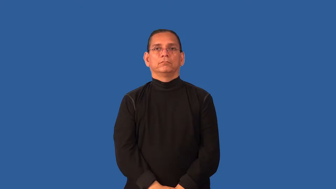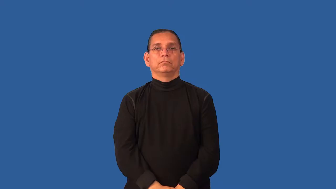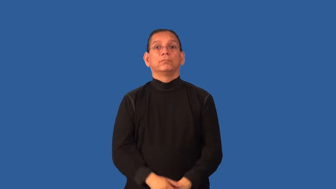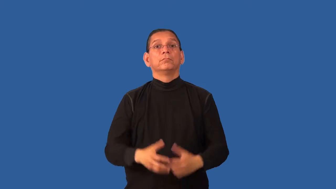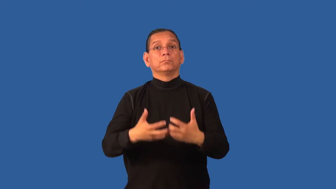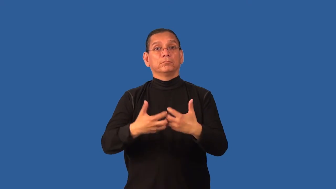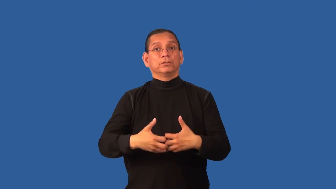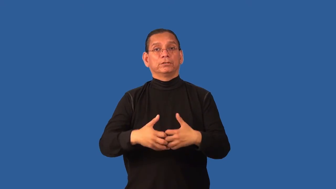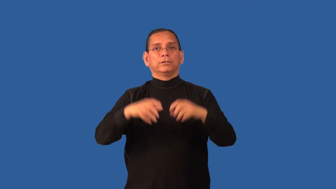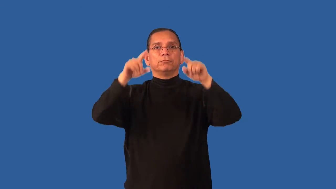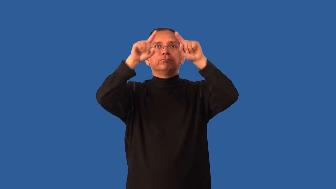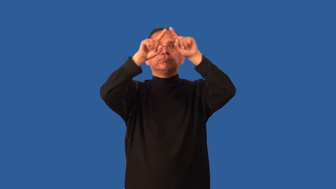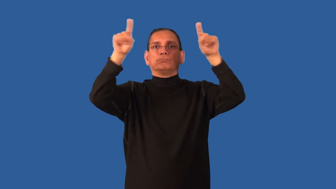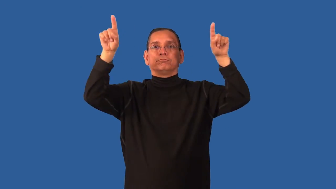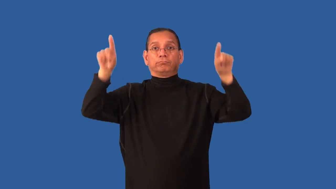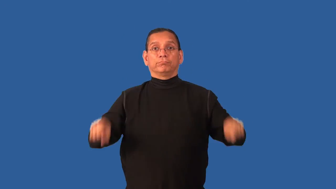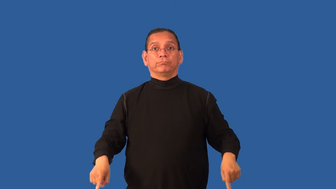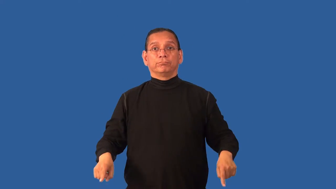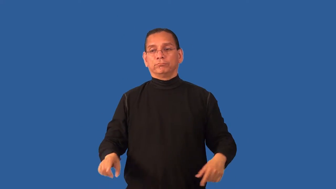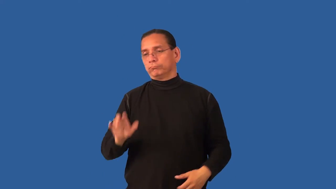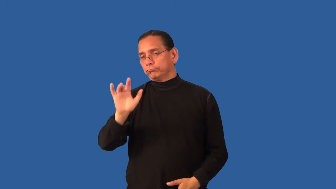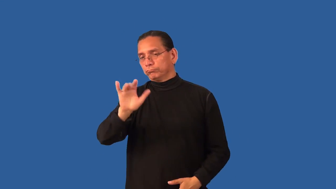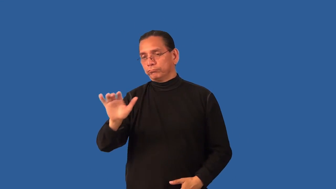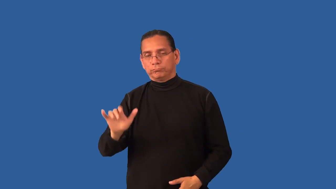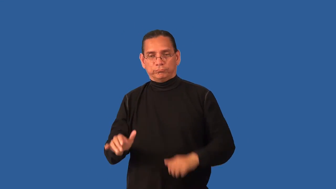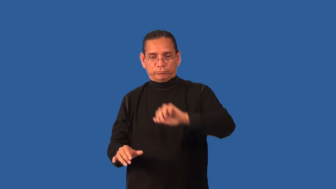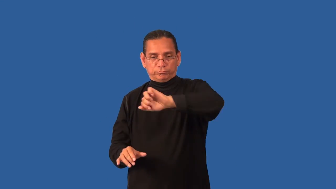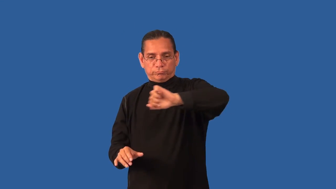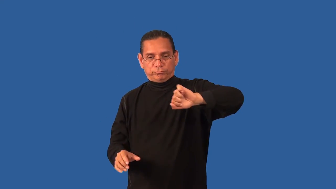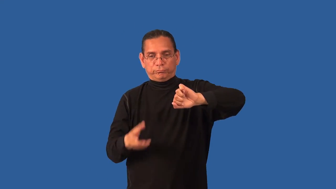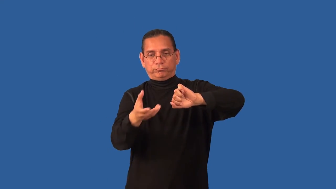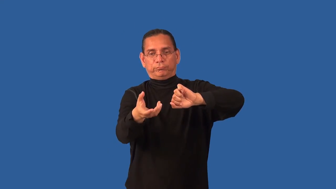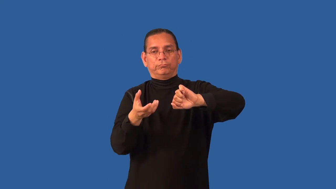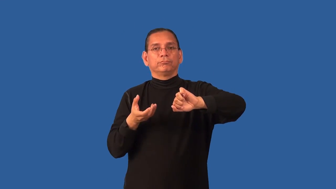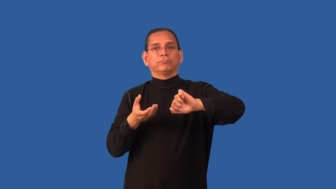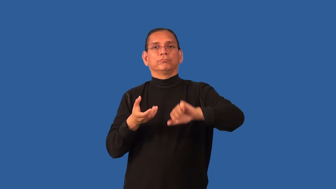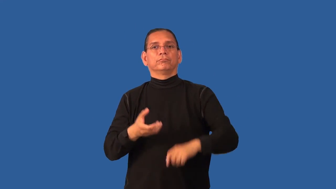dispenser-machine